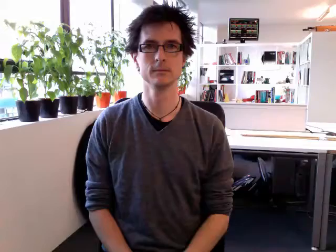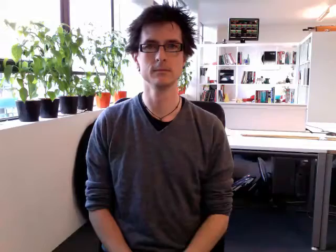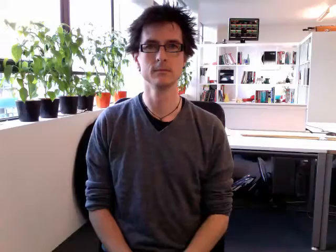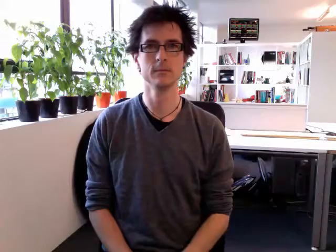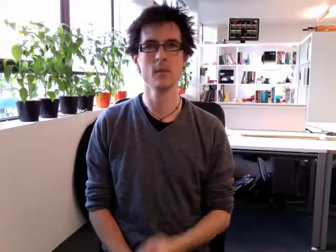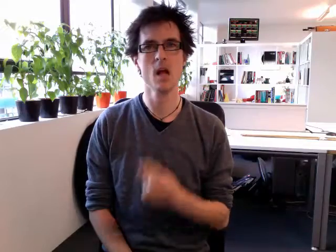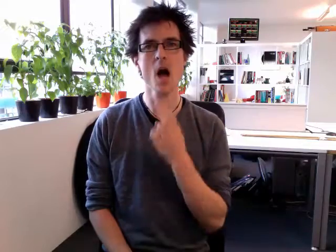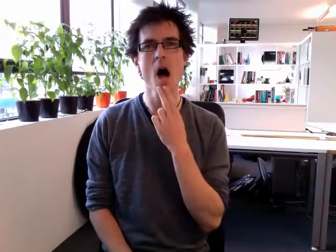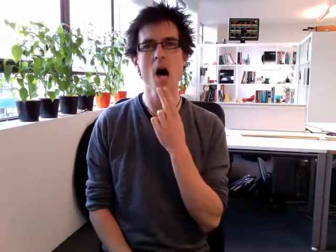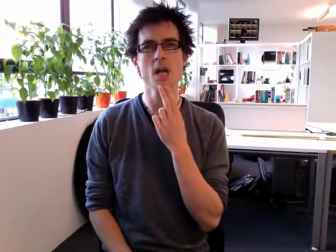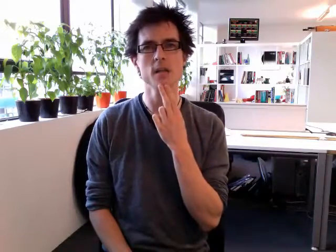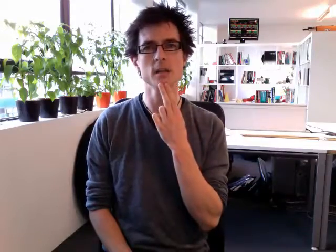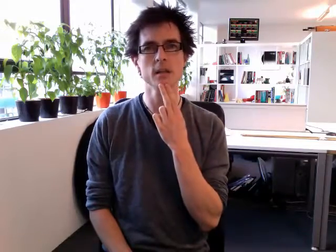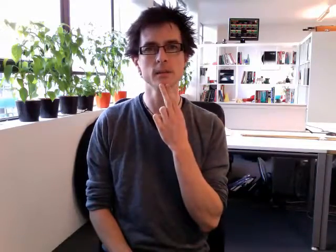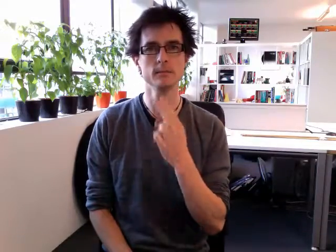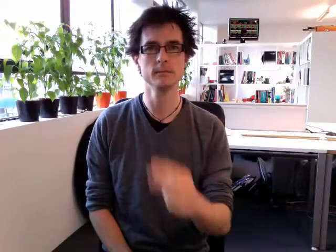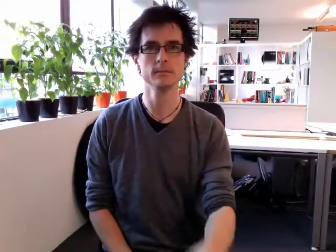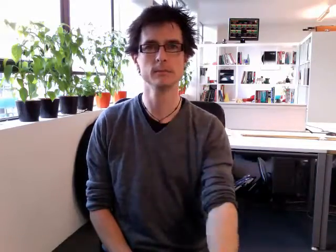aunt